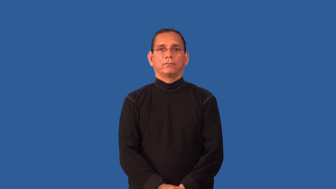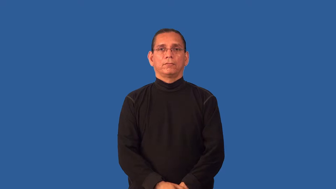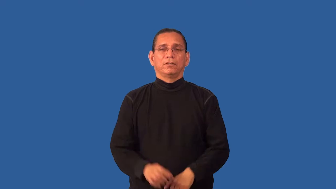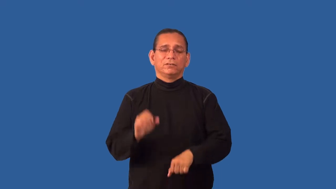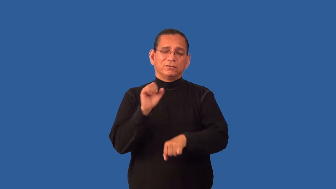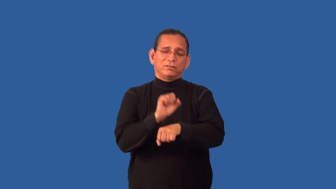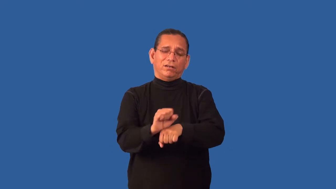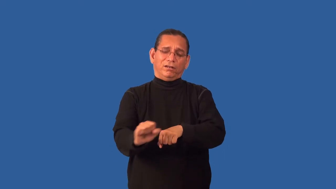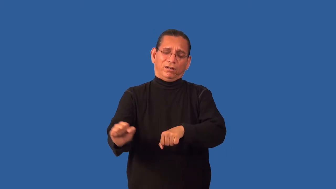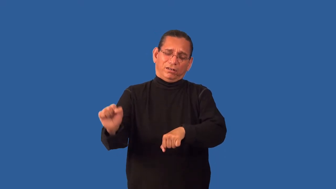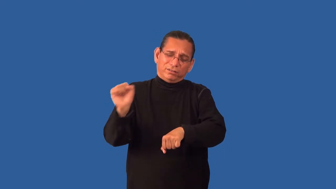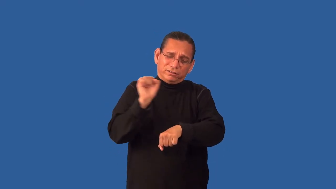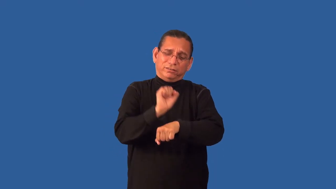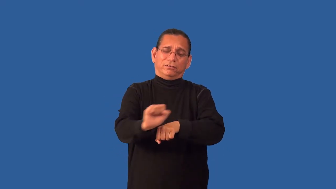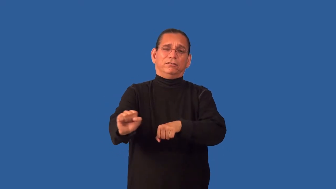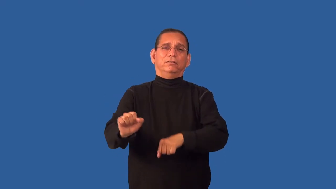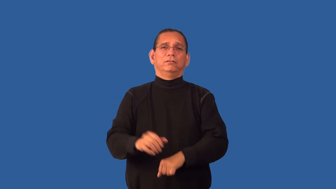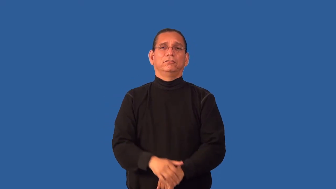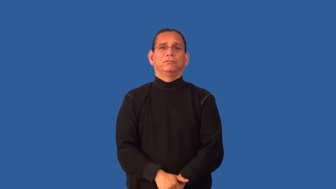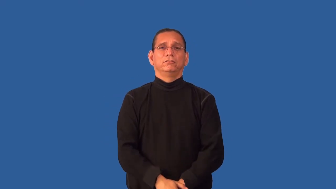grind-work